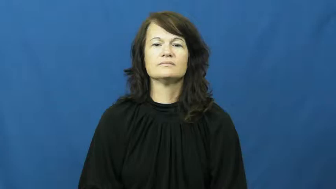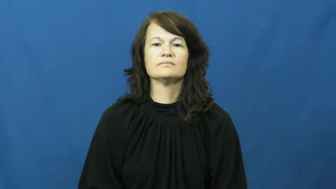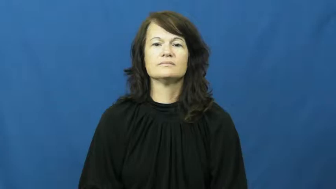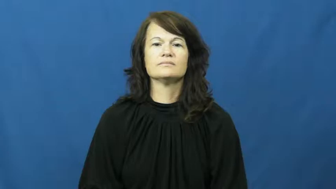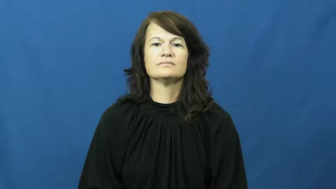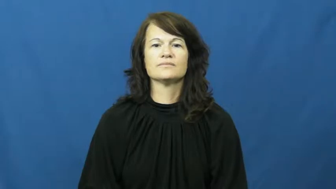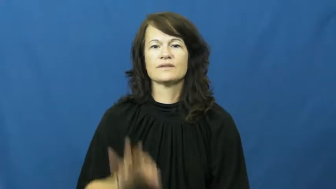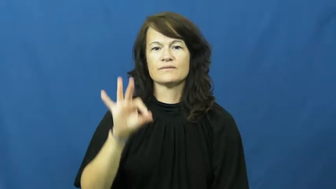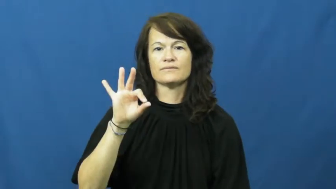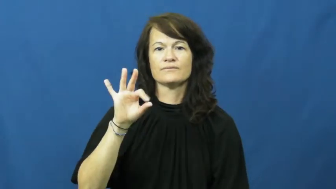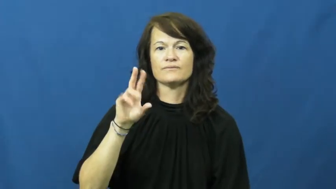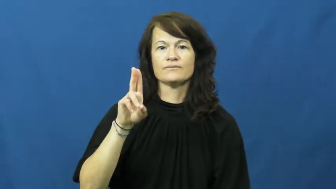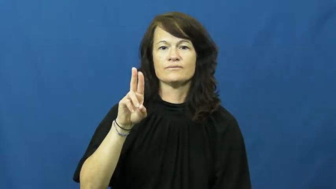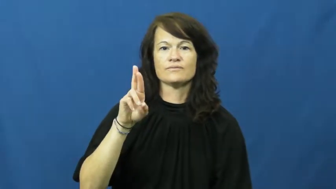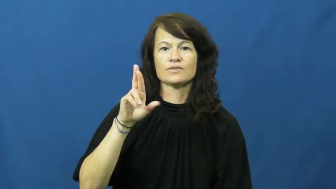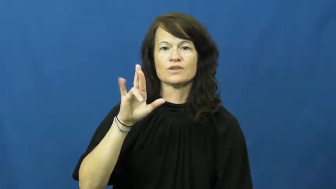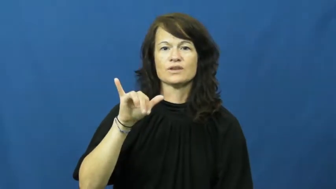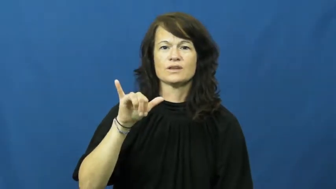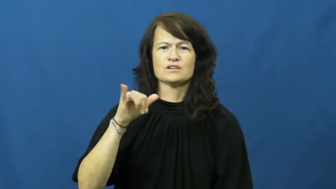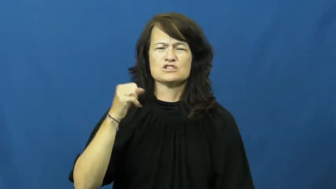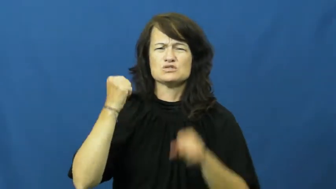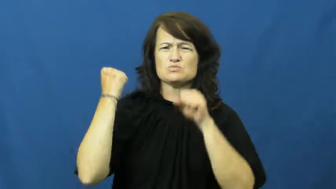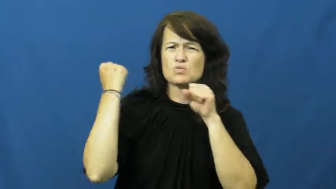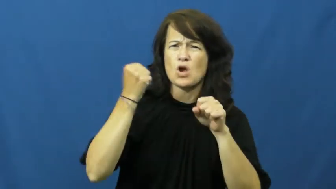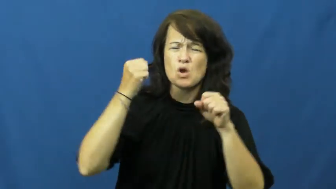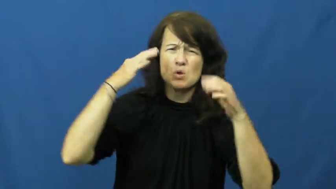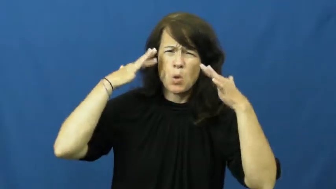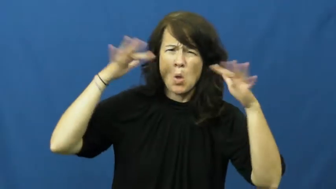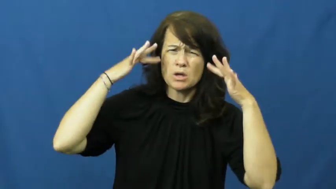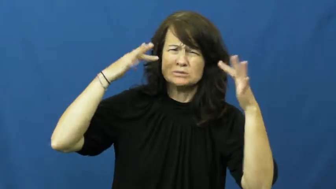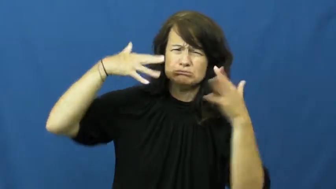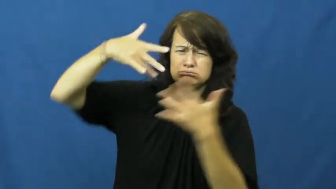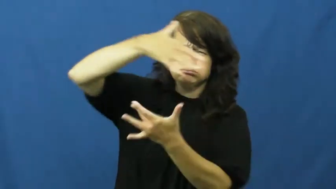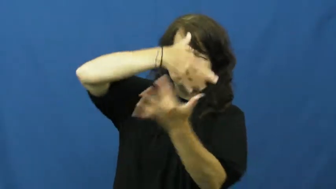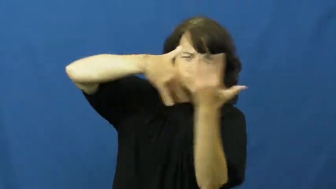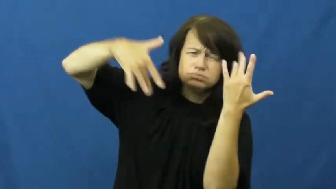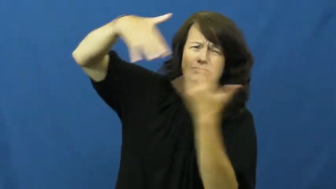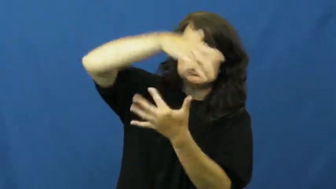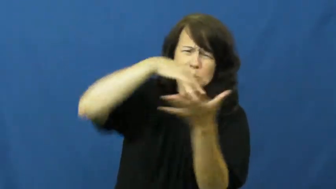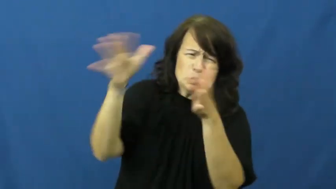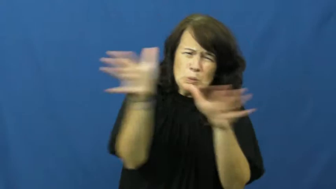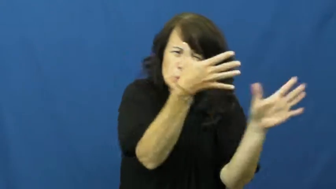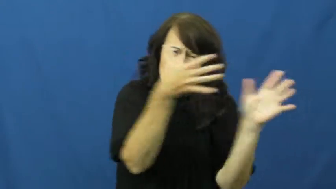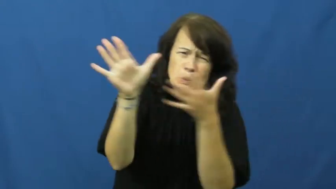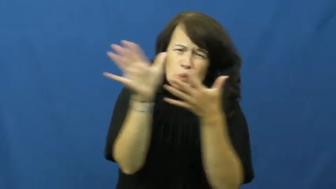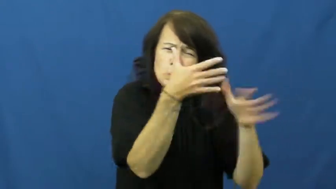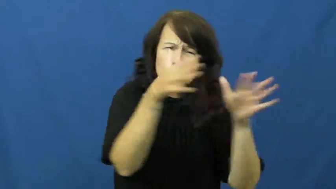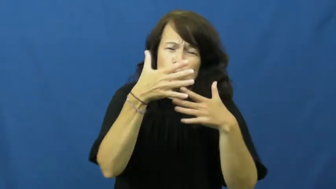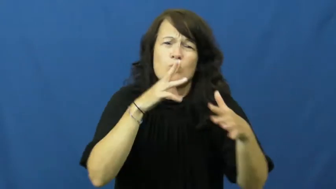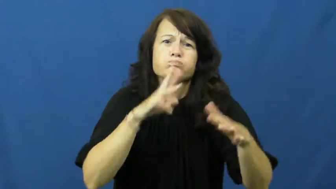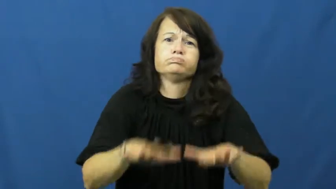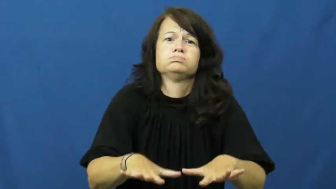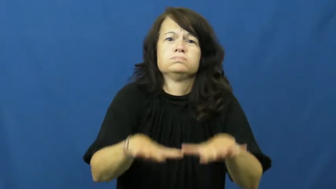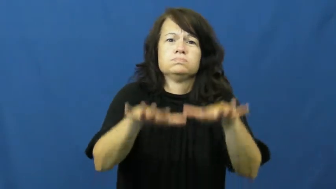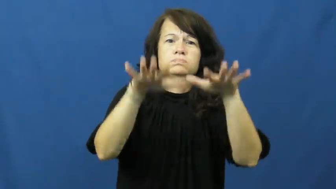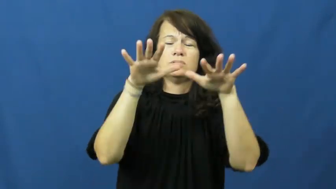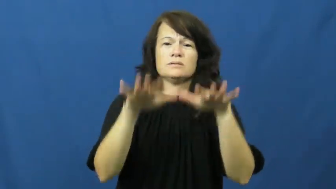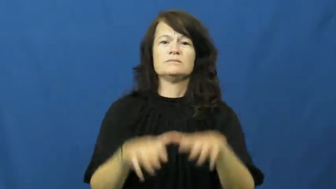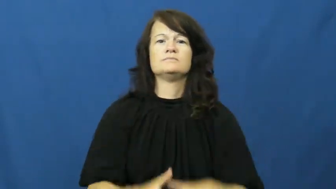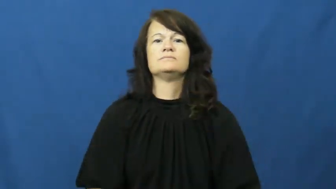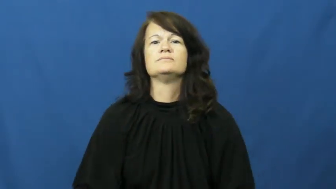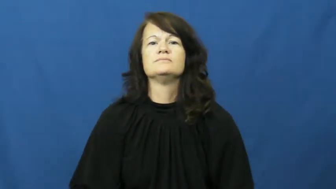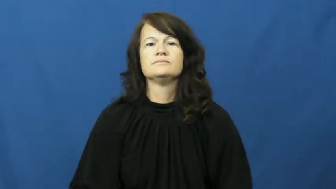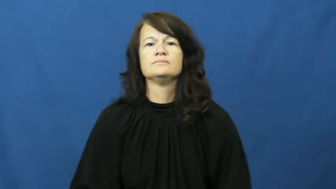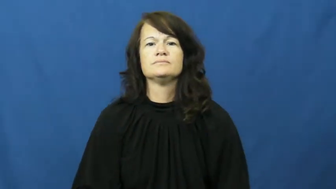fury-storm